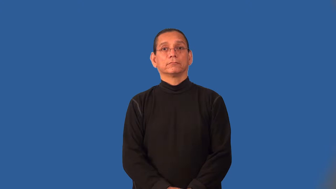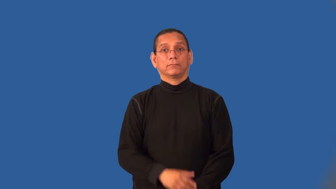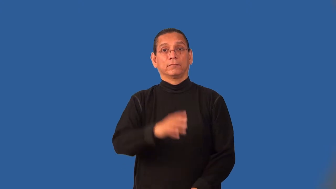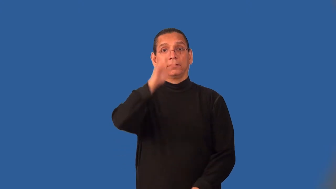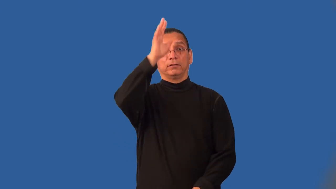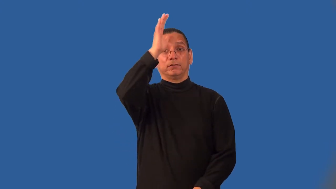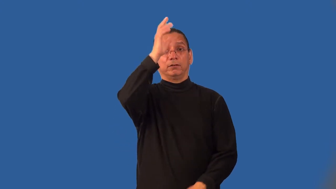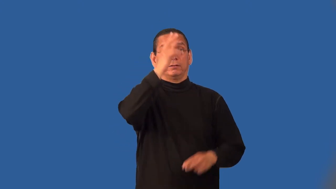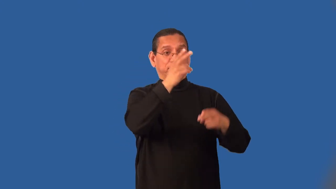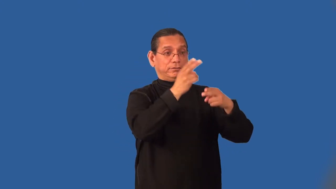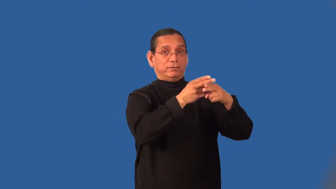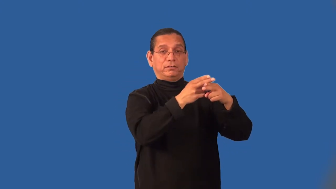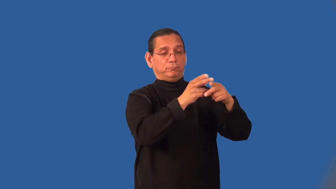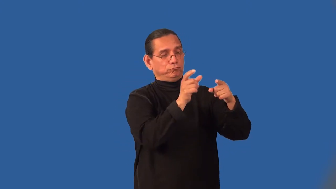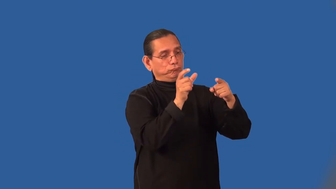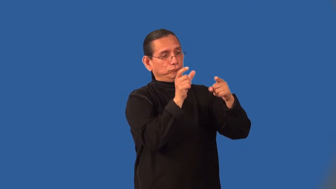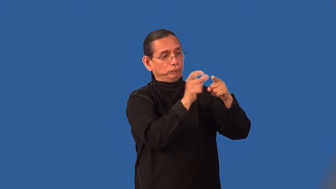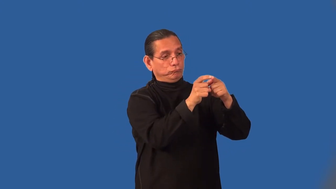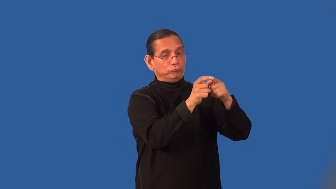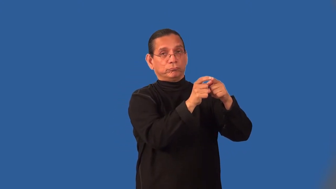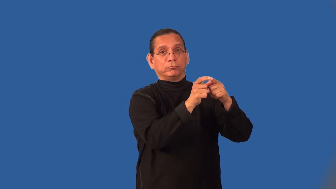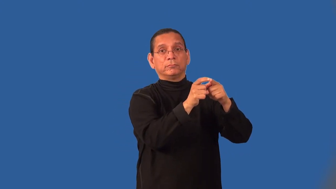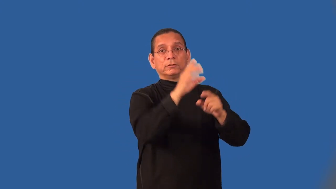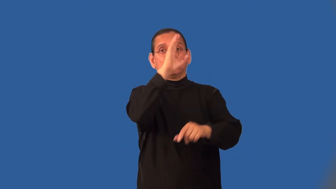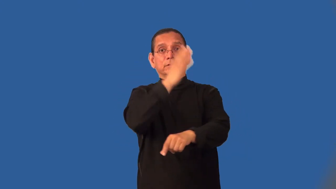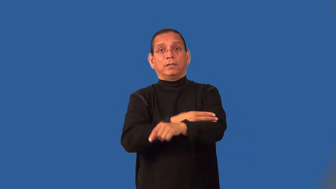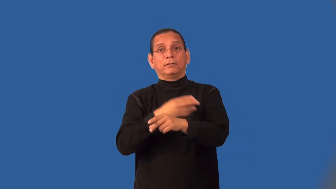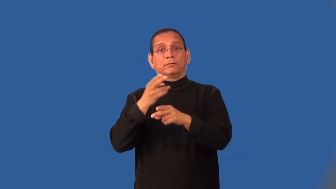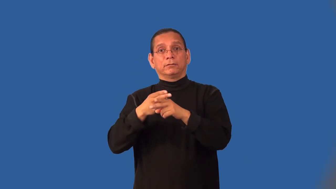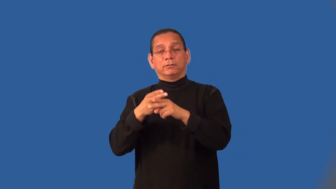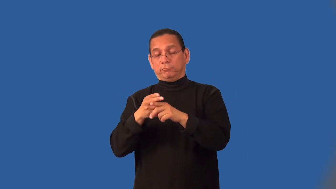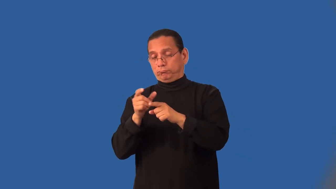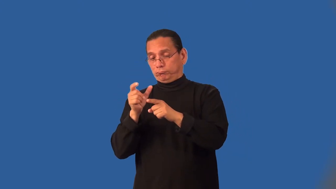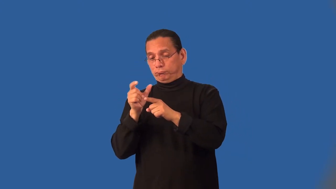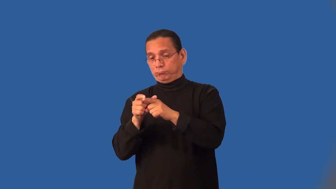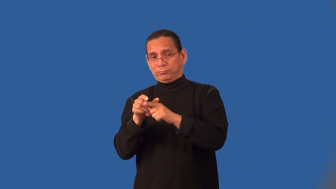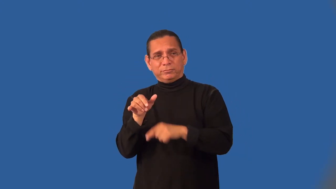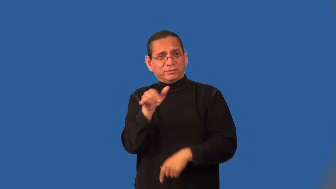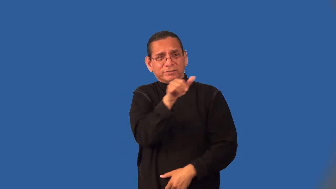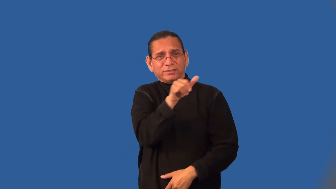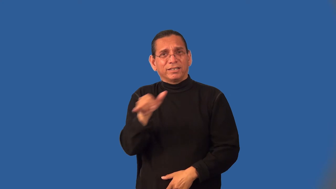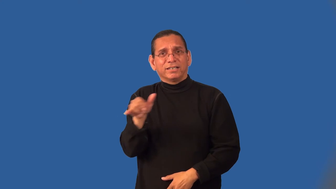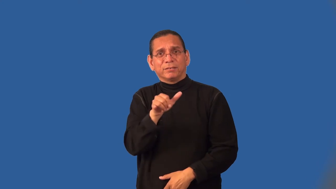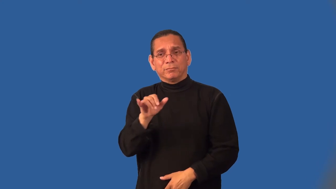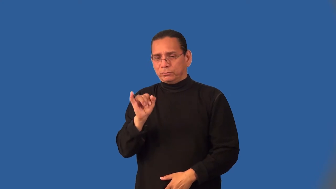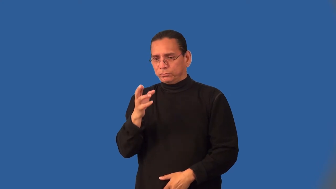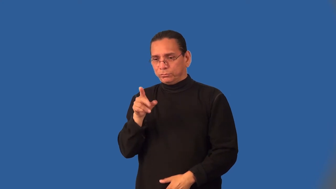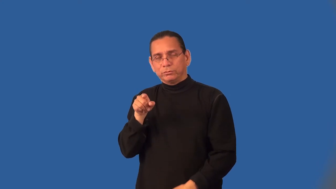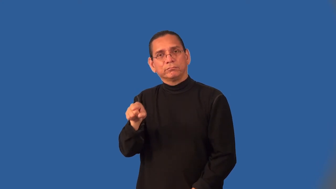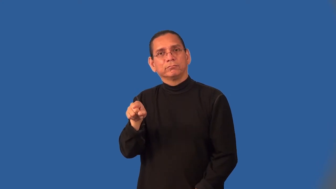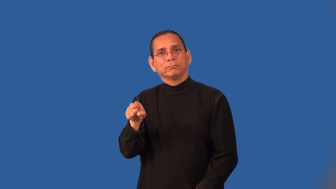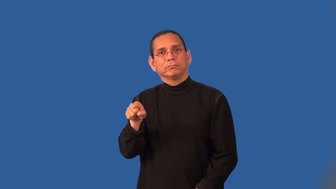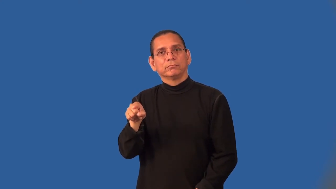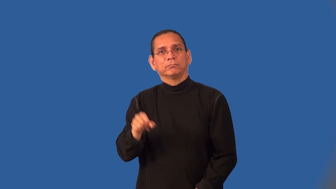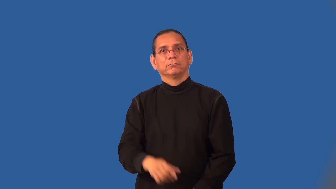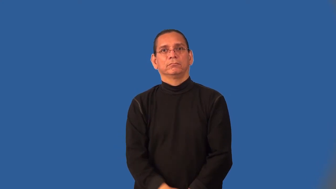junior-son